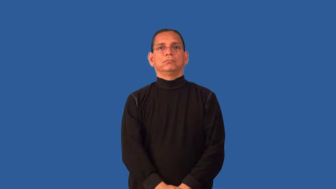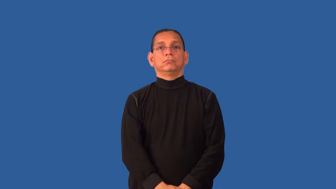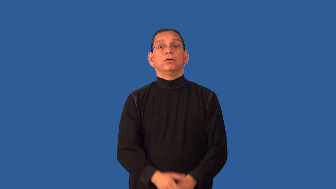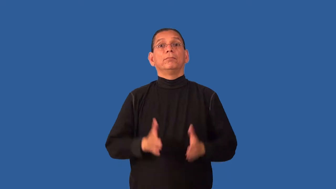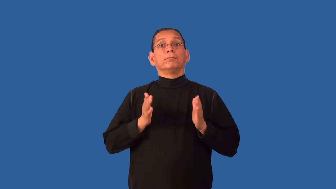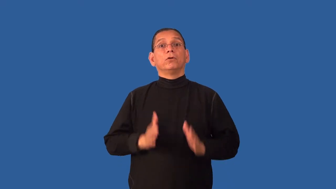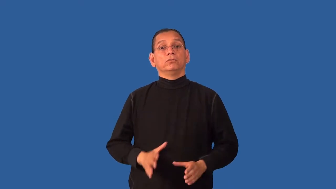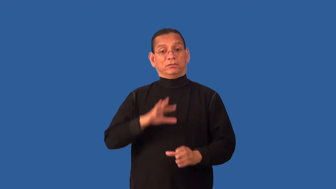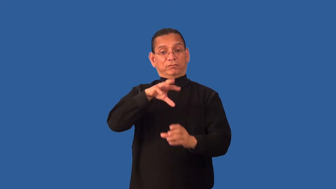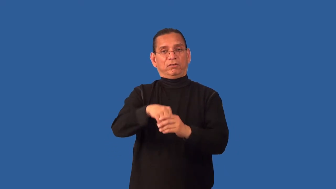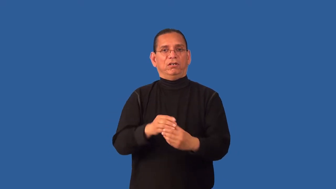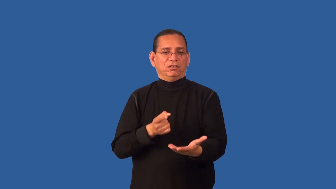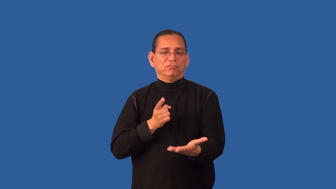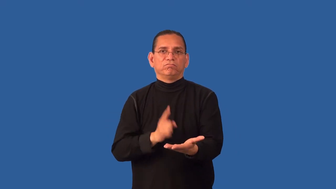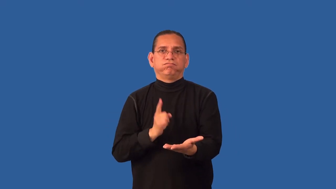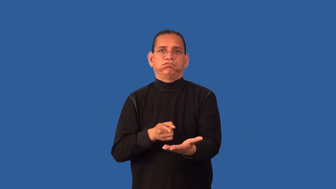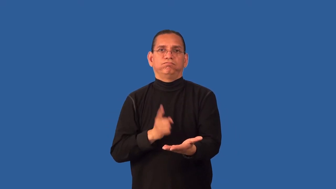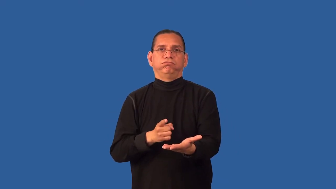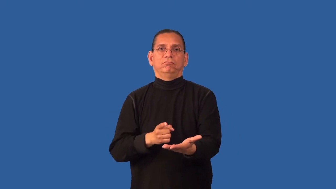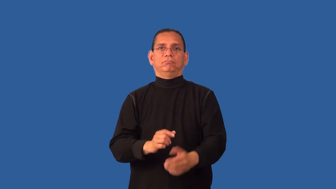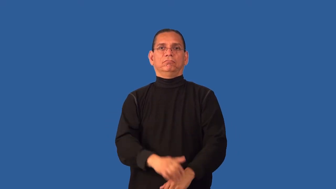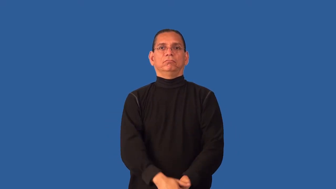debater